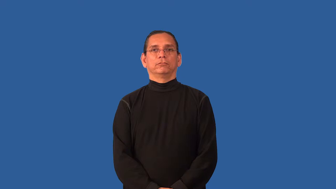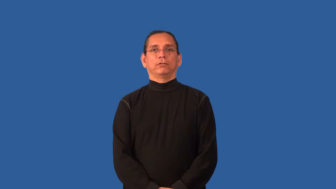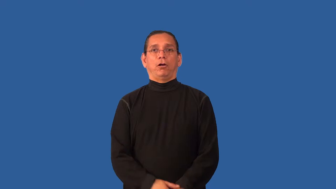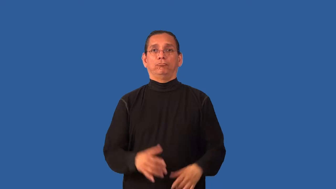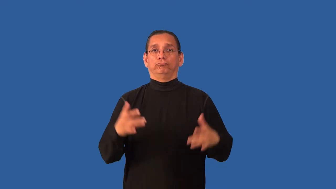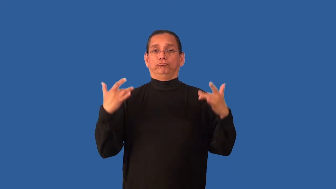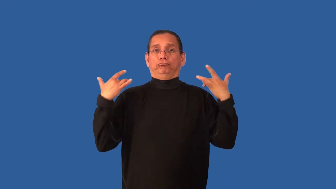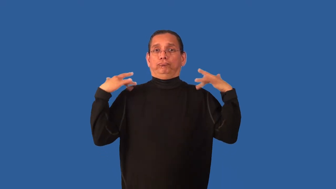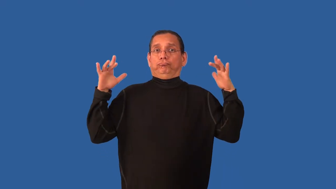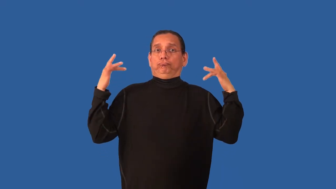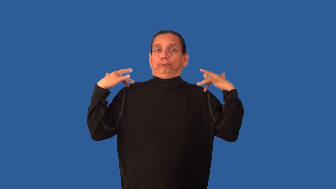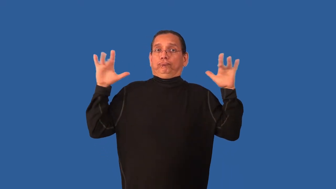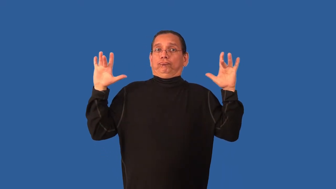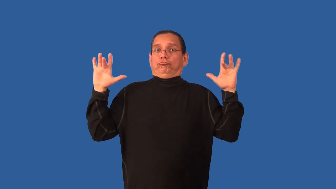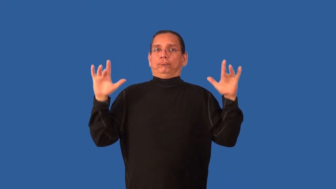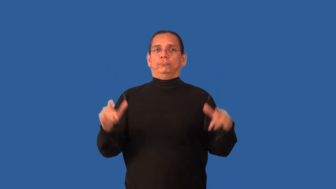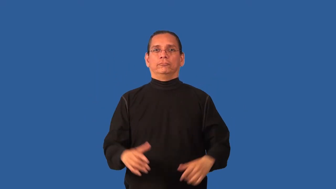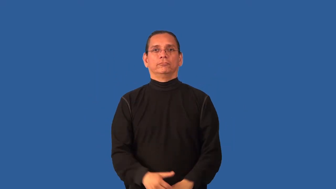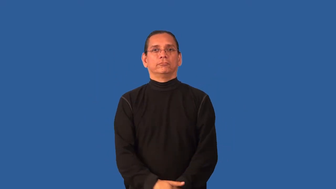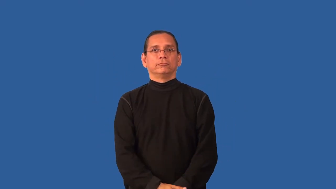blameless